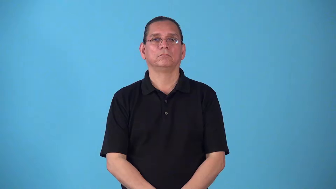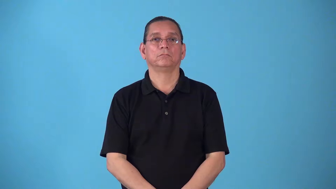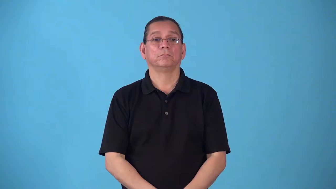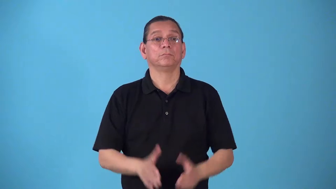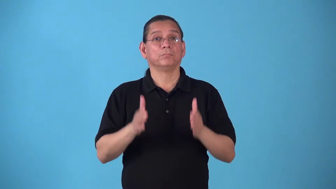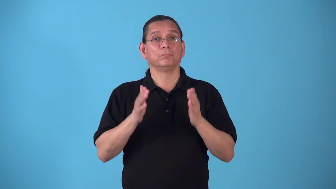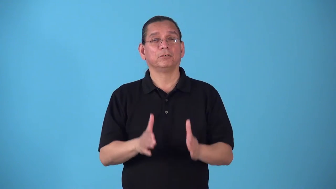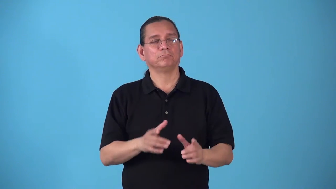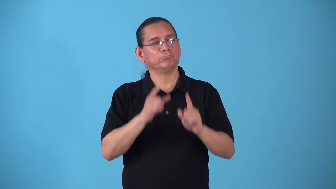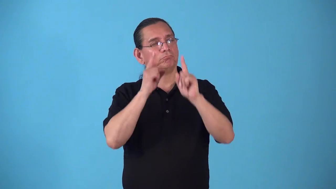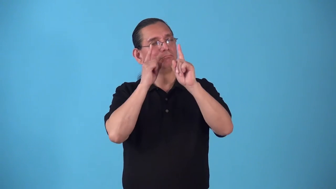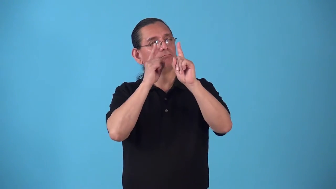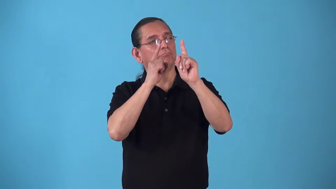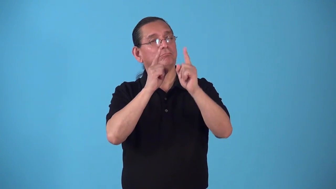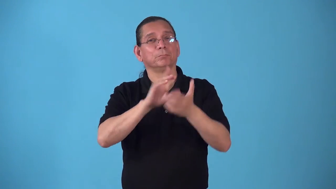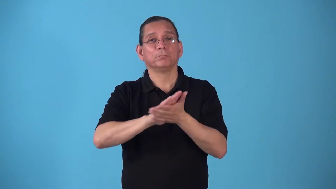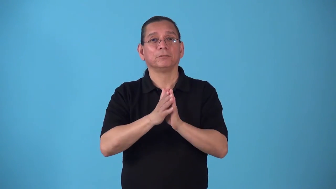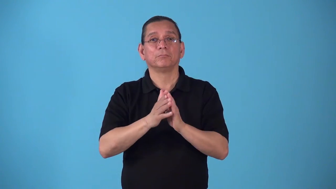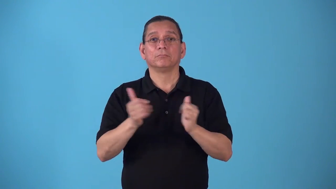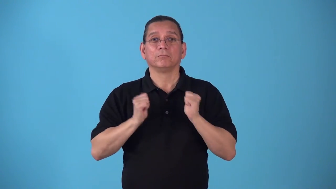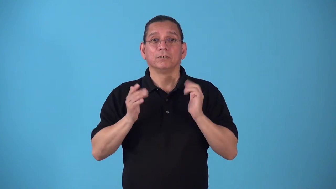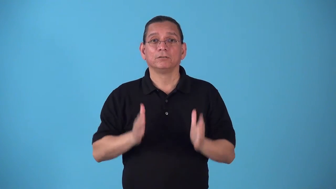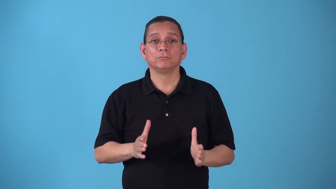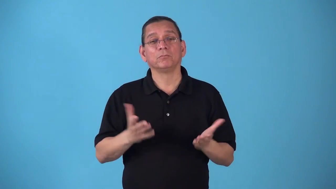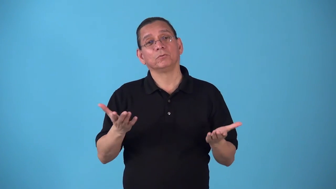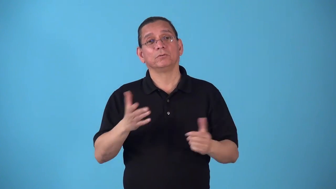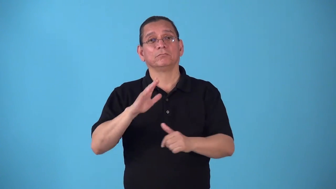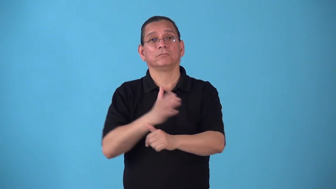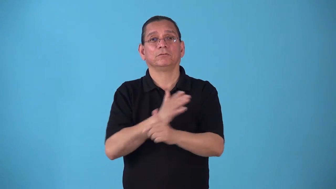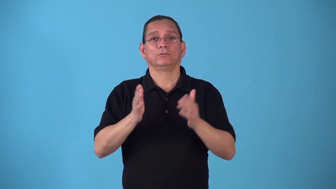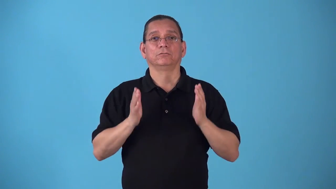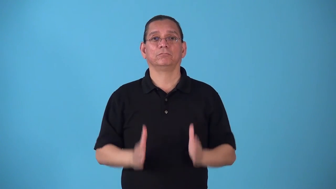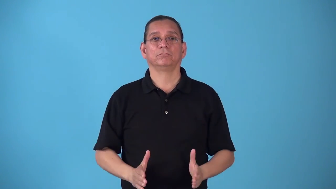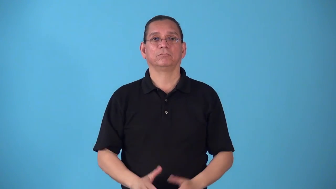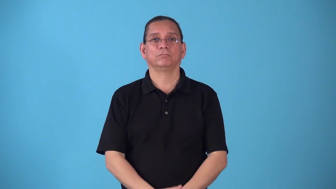stagestruck